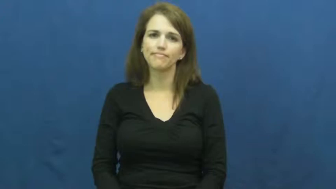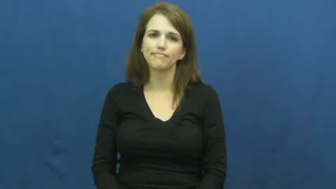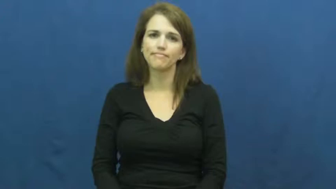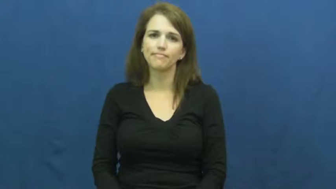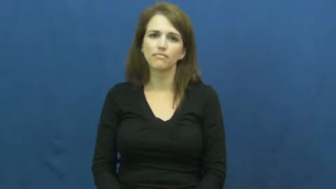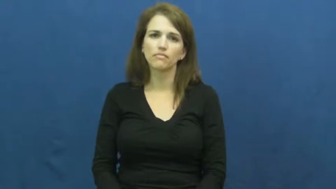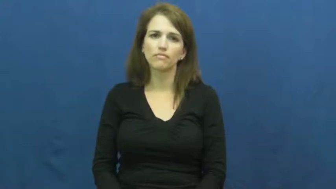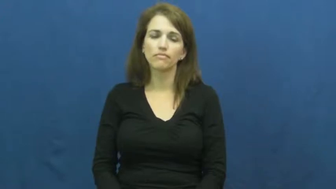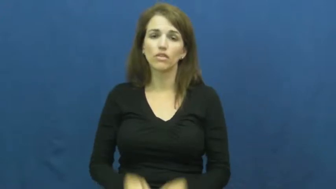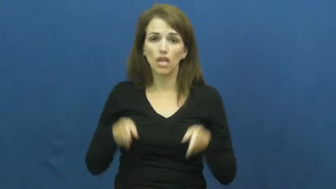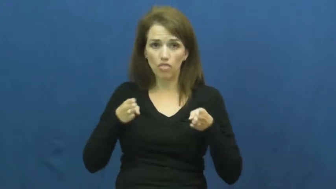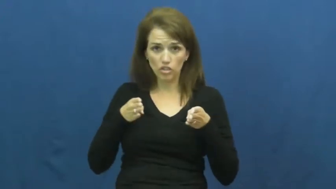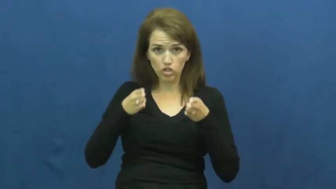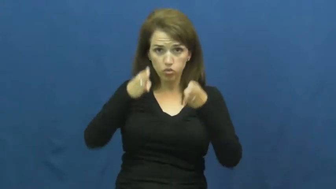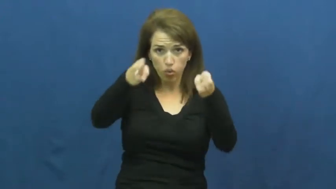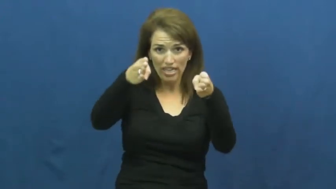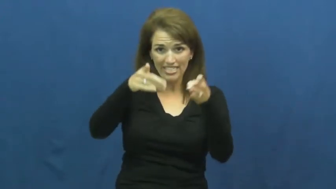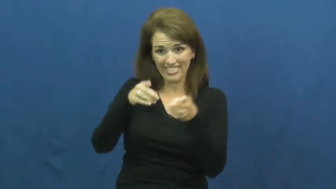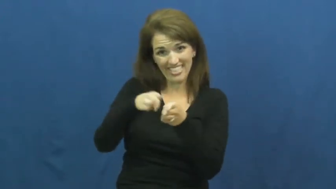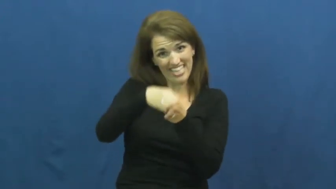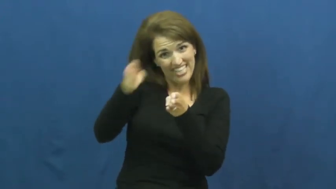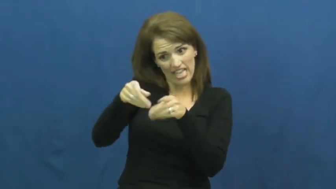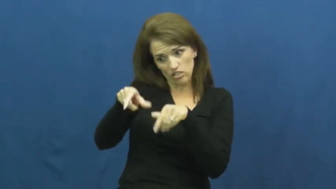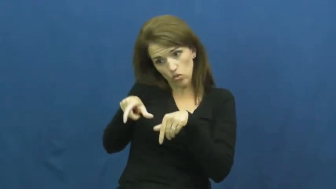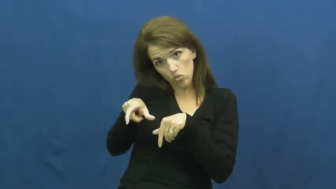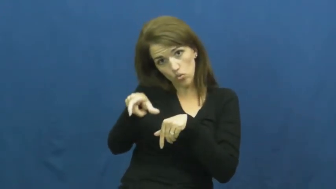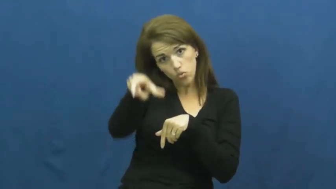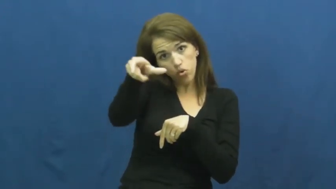along,by